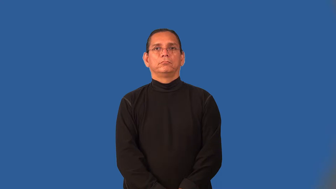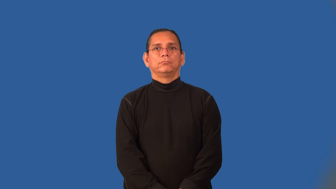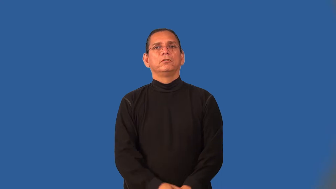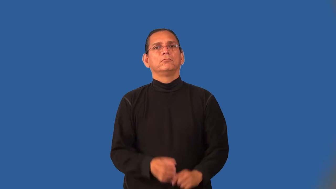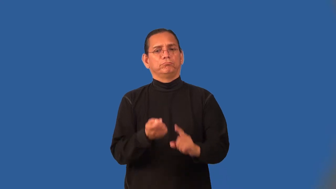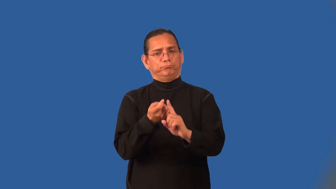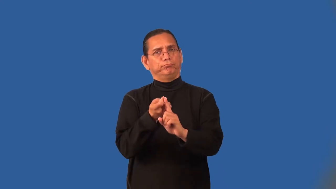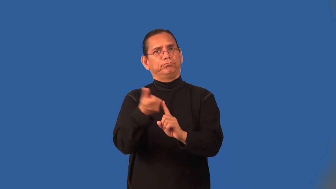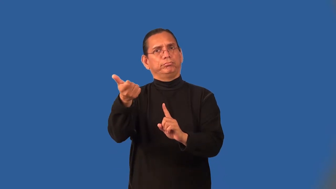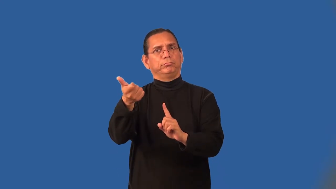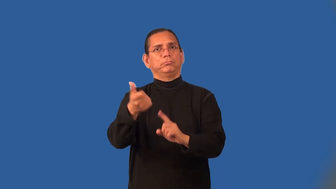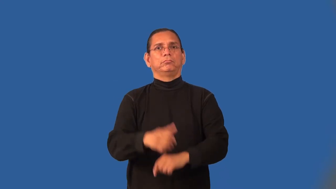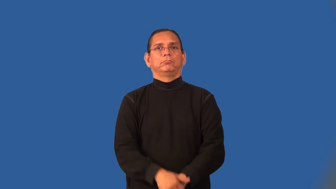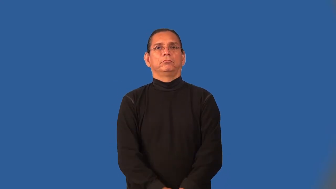impeach,unseat